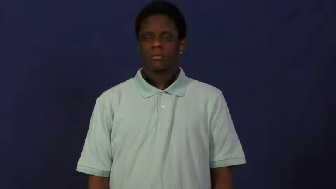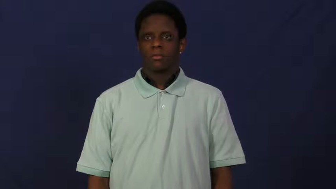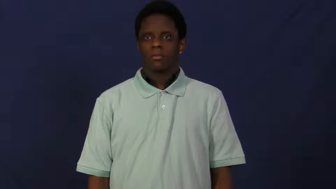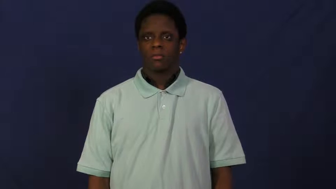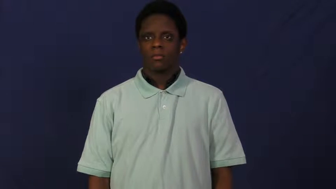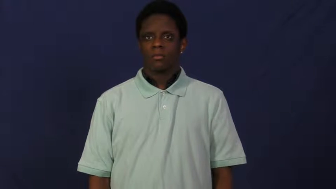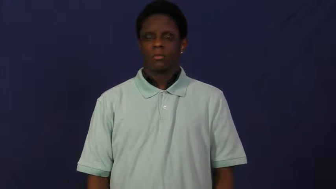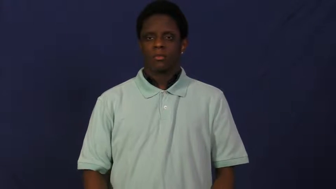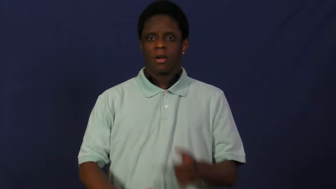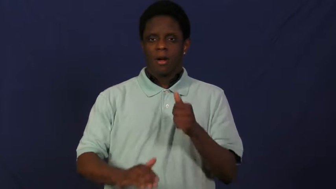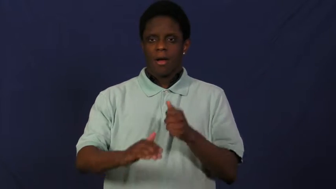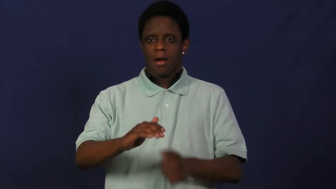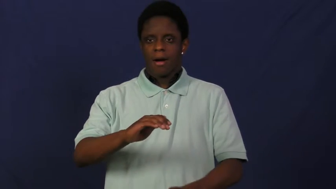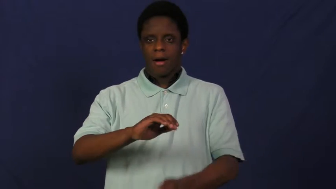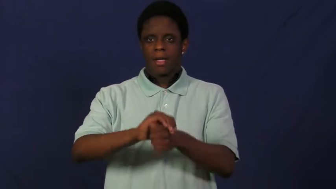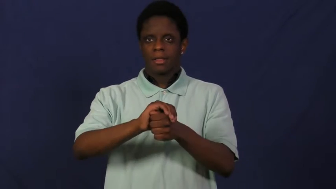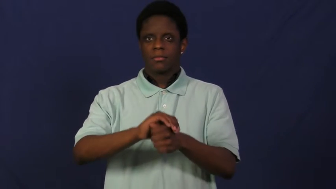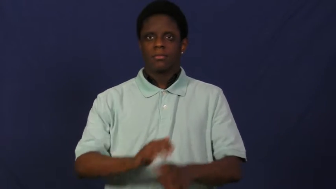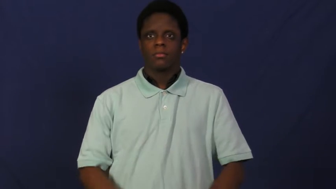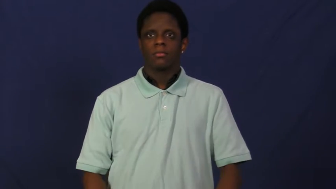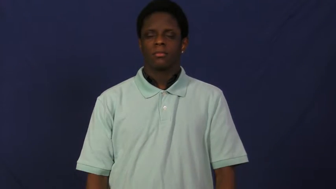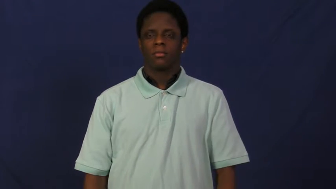stash,stash away,tuck away